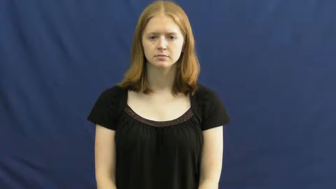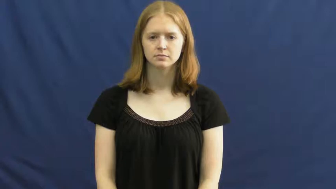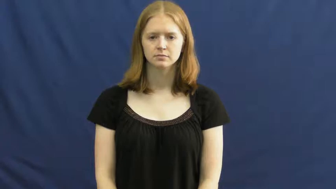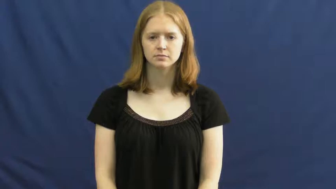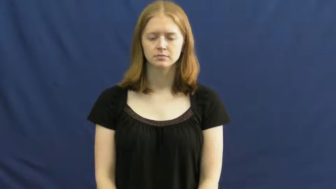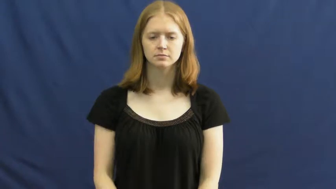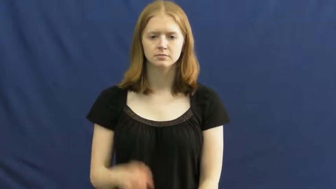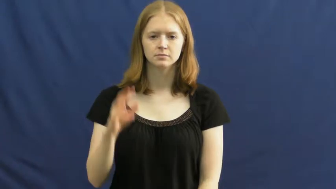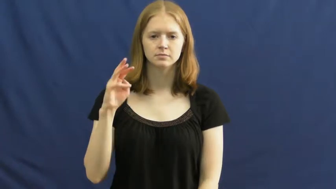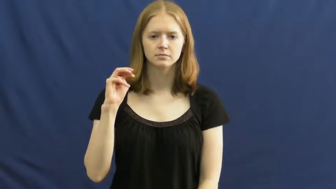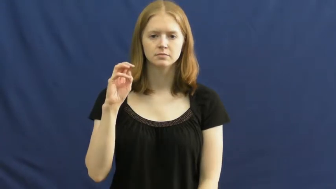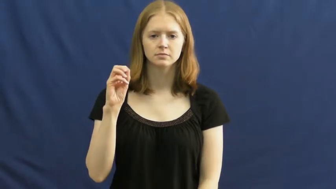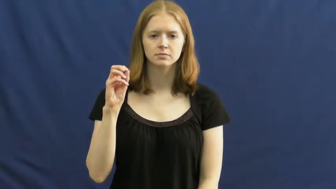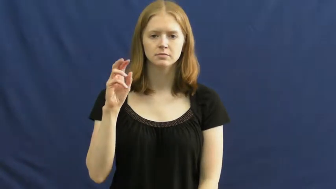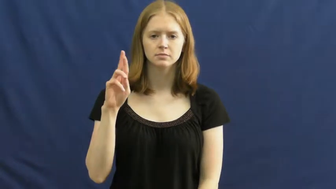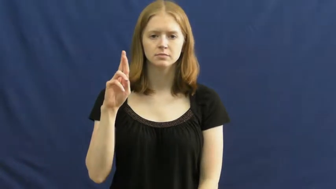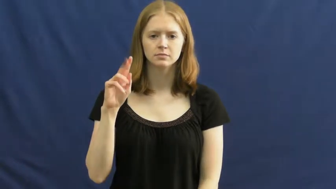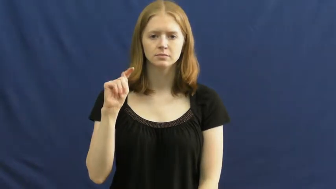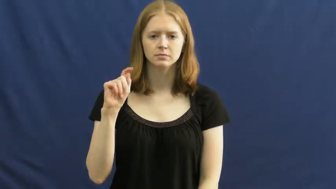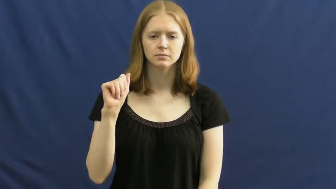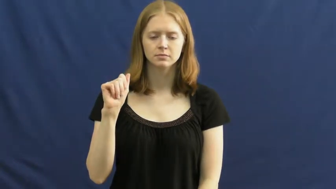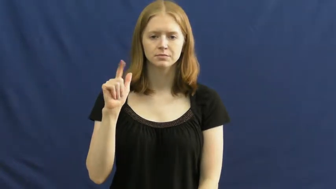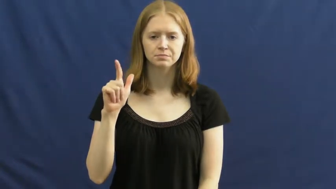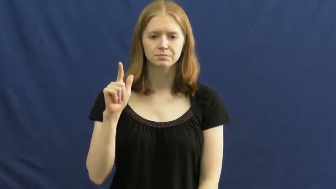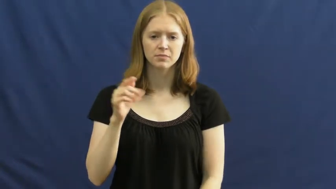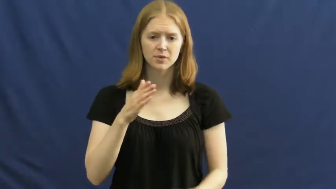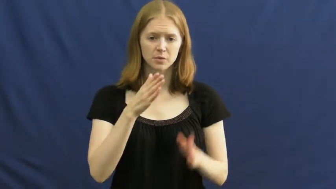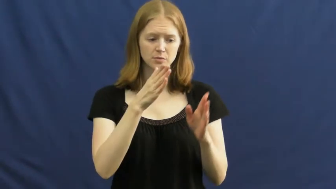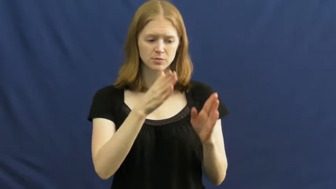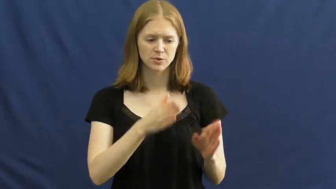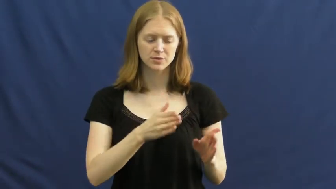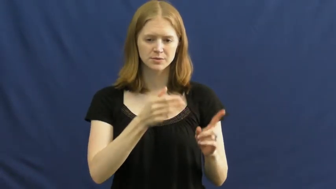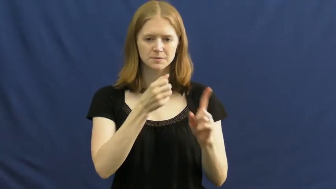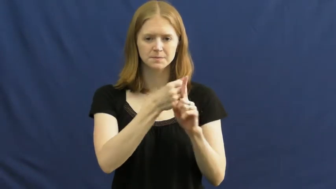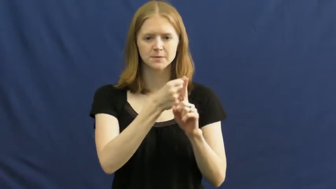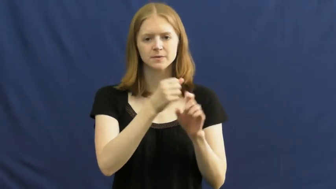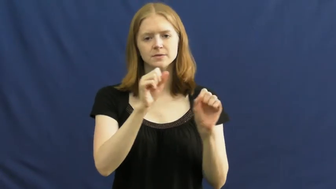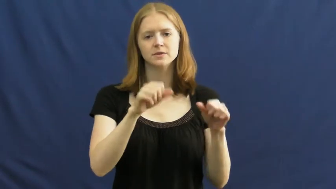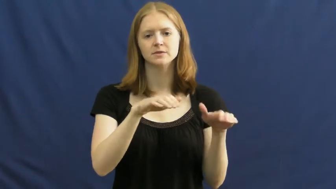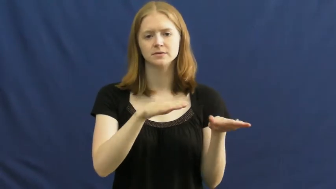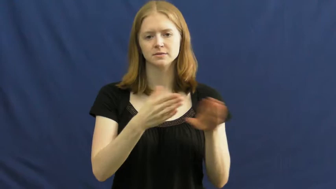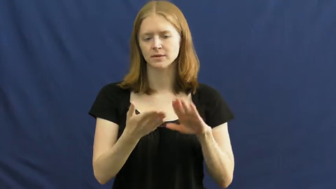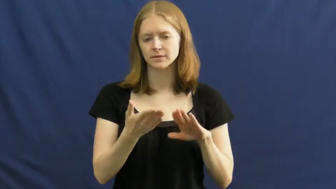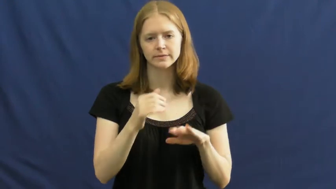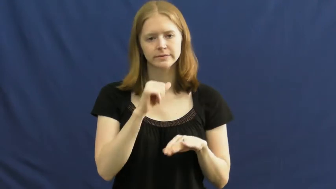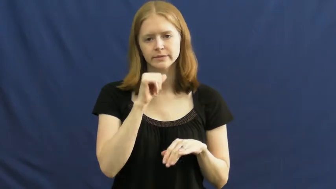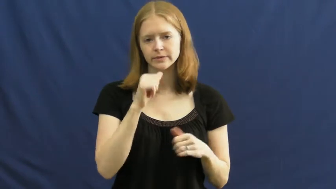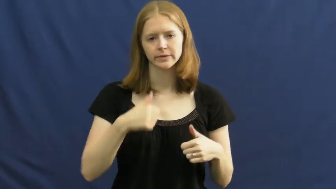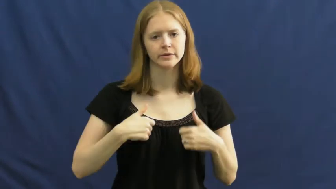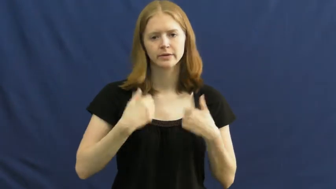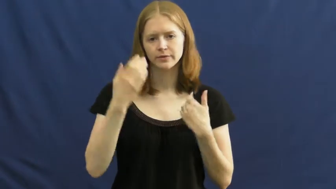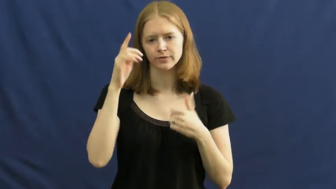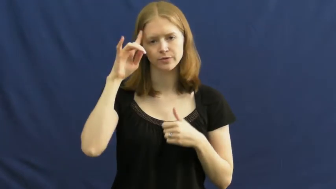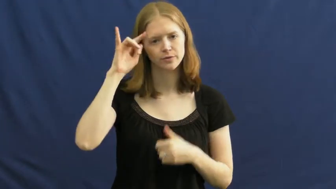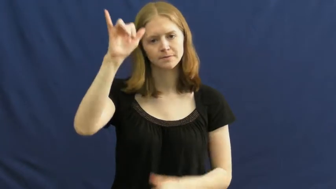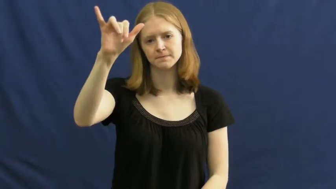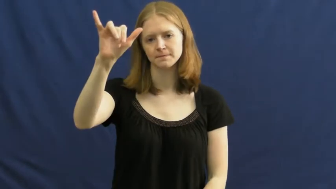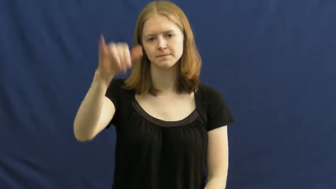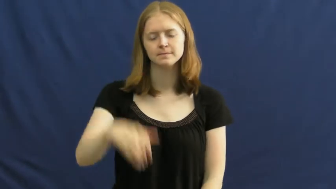mortal-can die